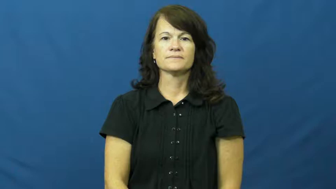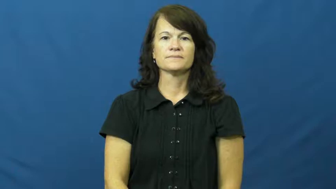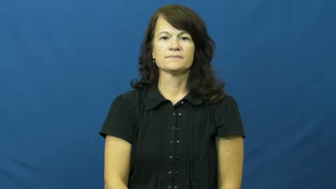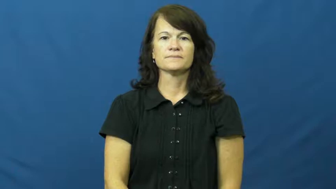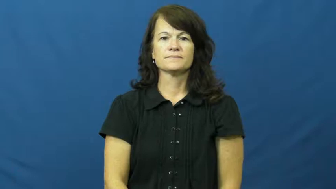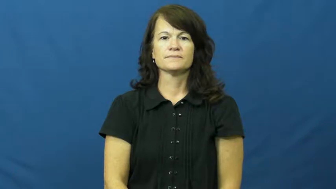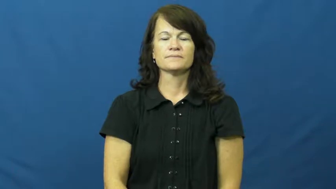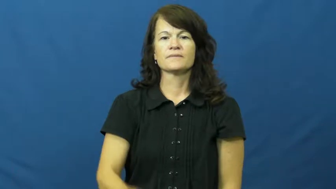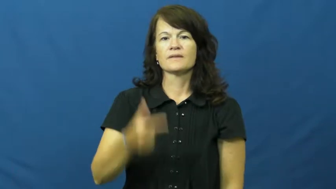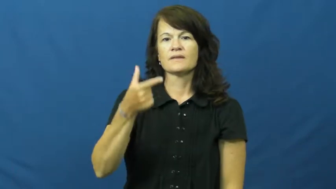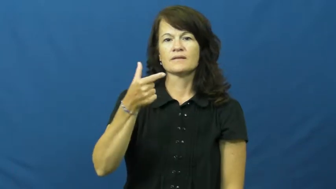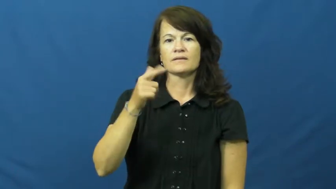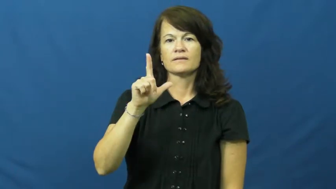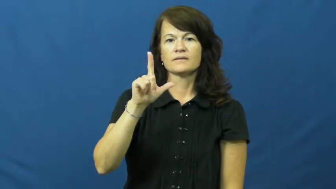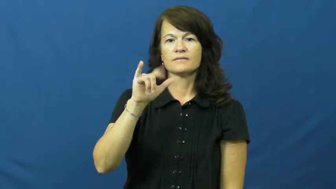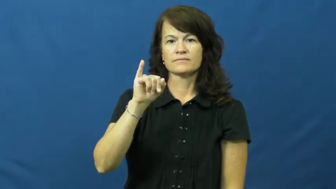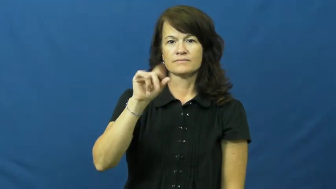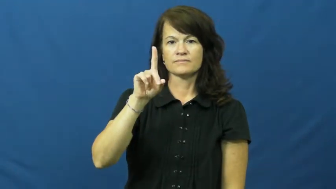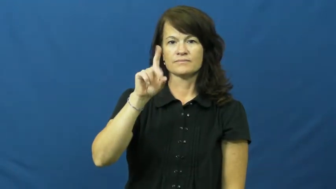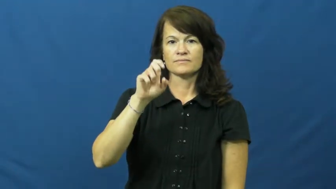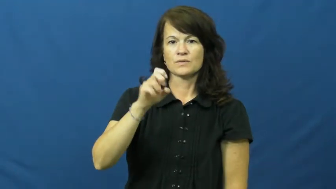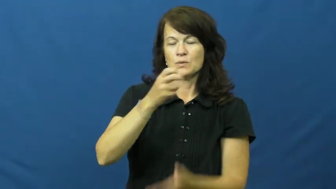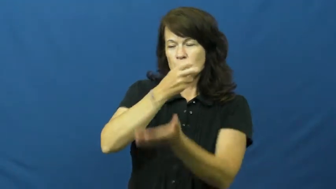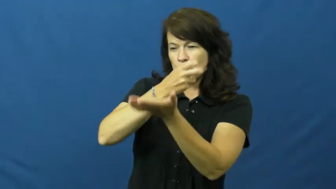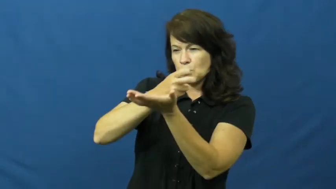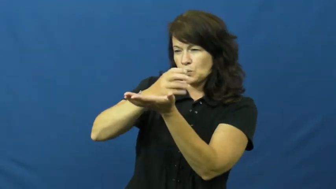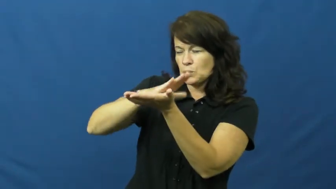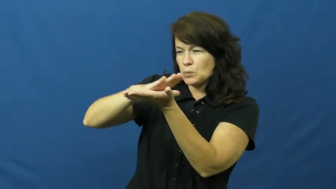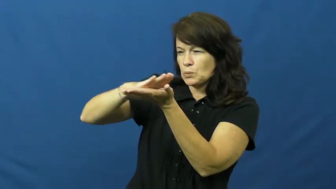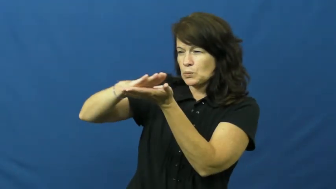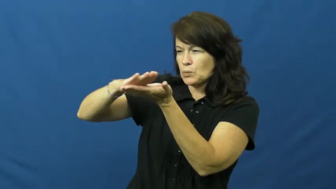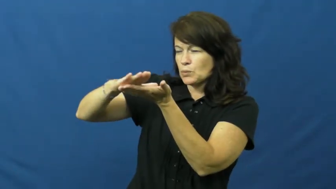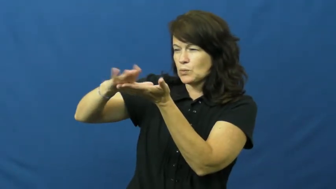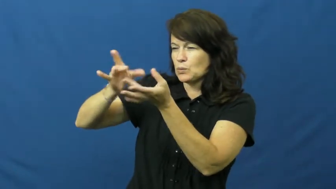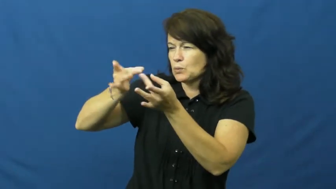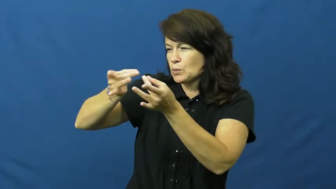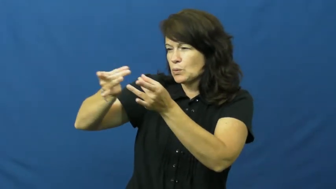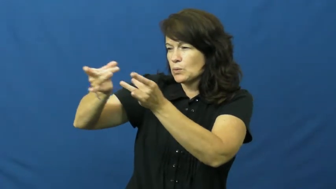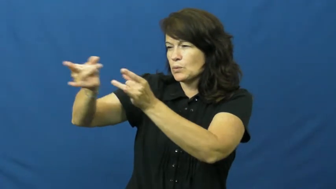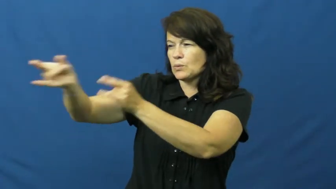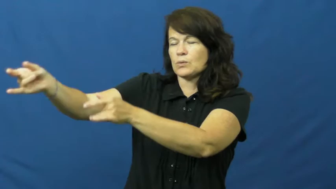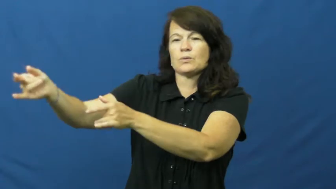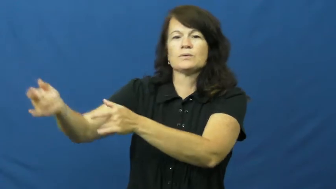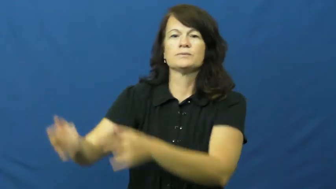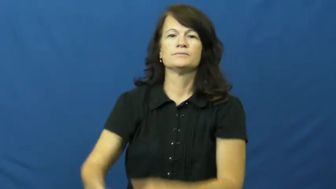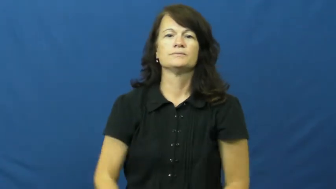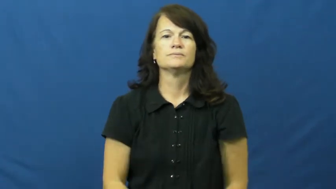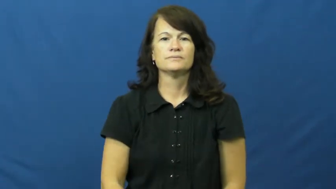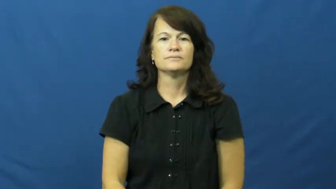glide